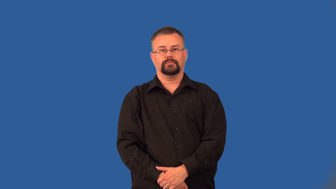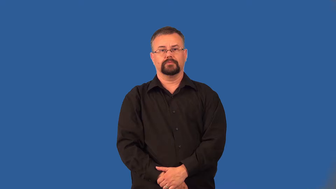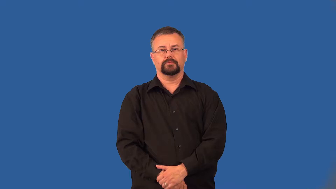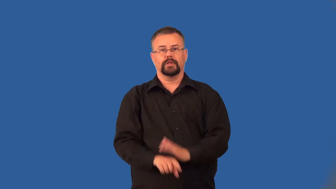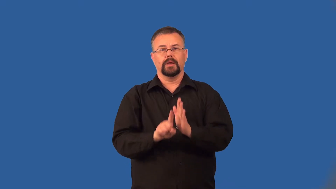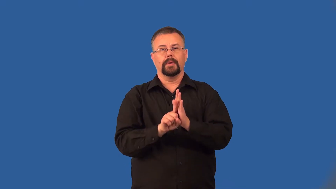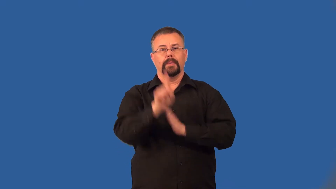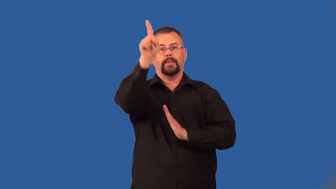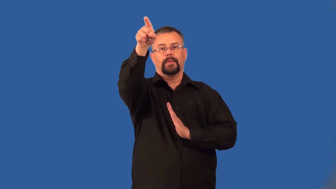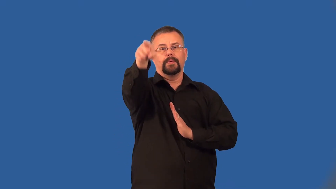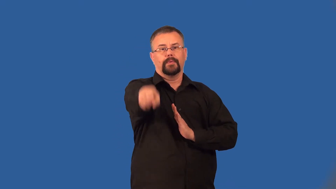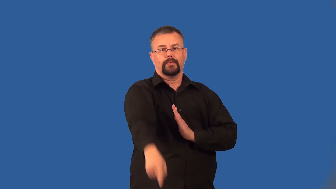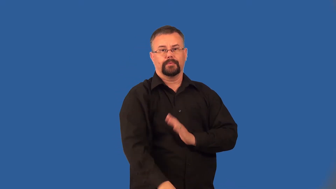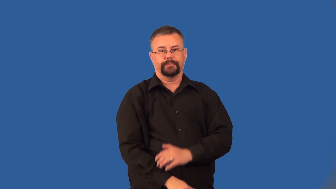fly-like rocket fly through air